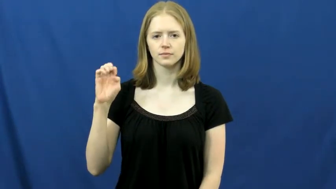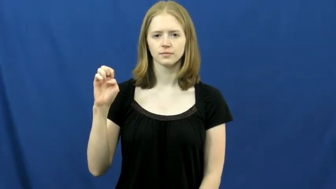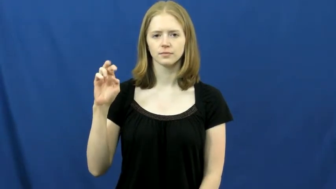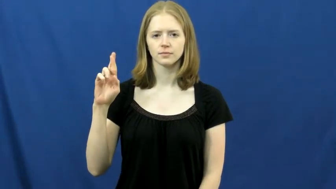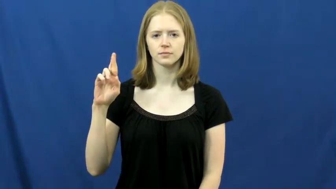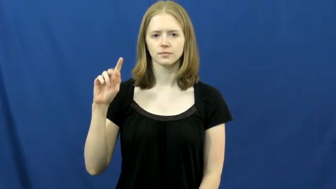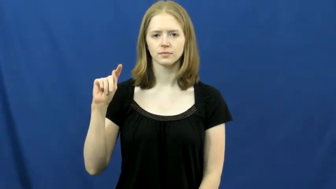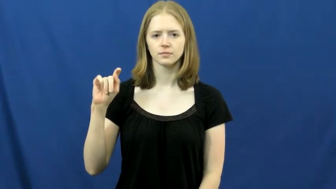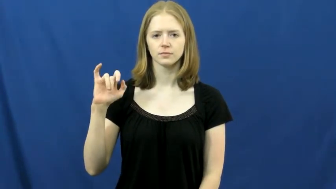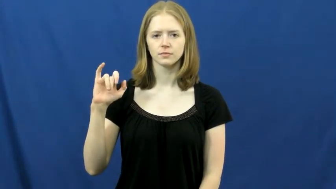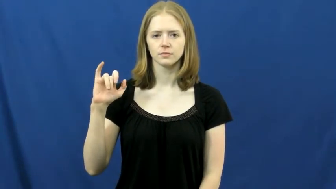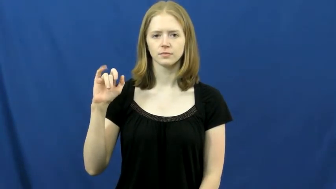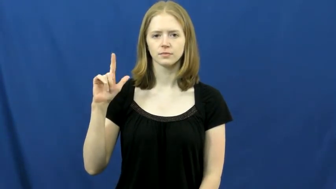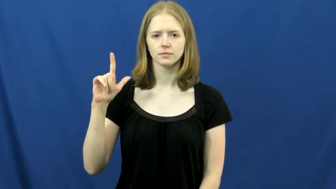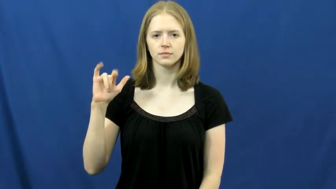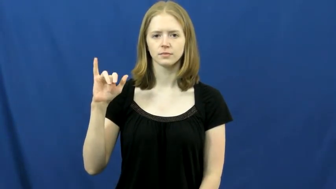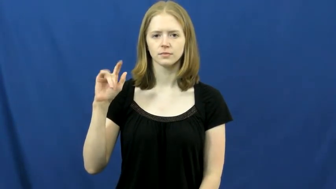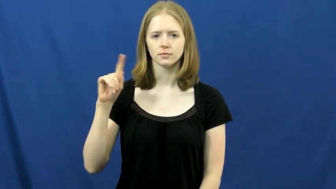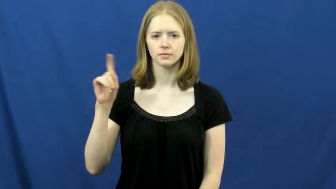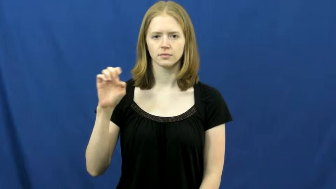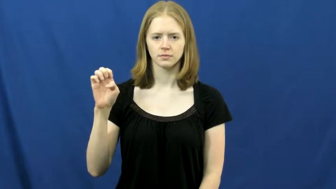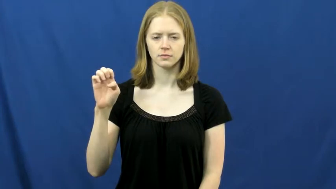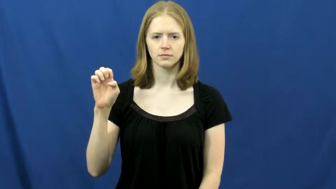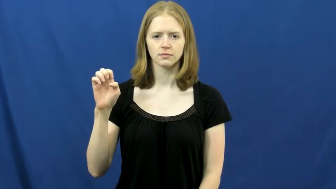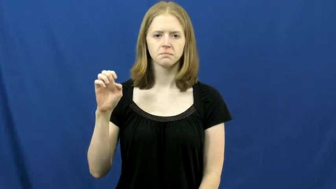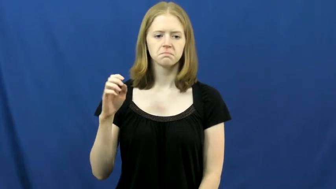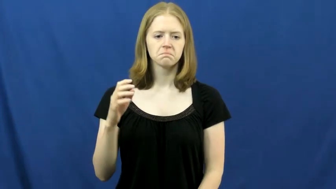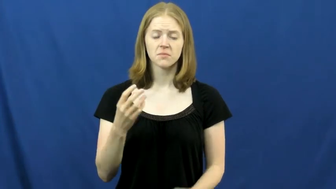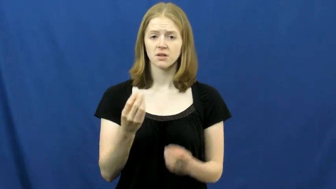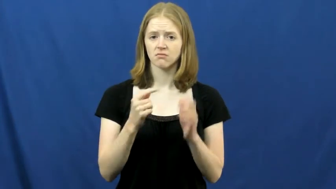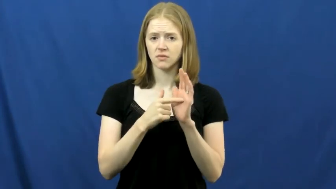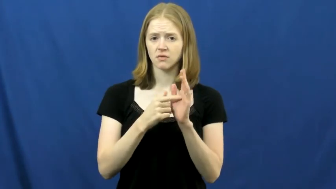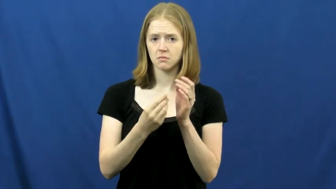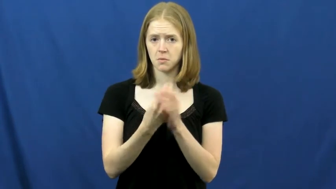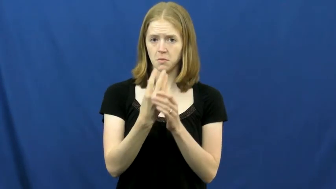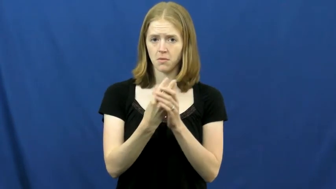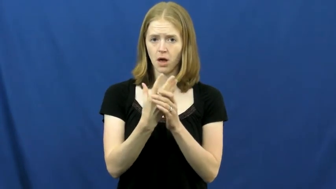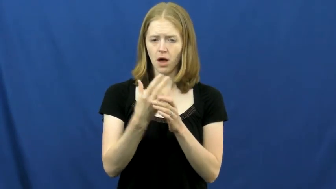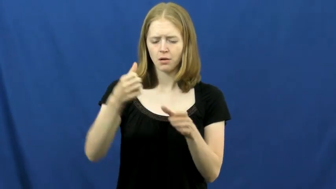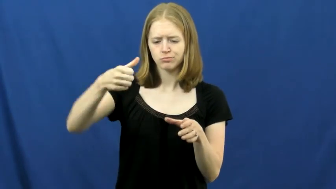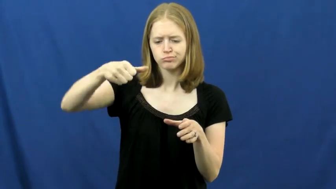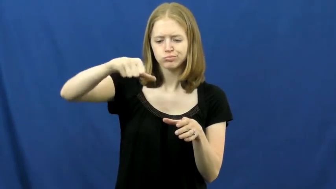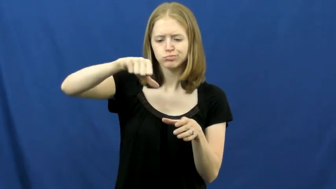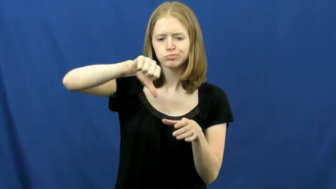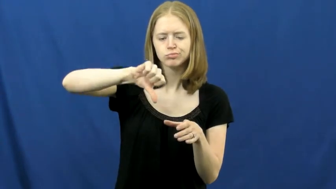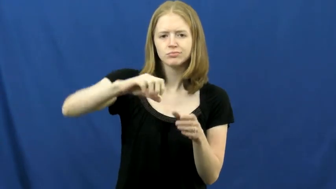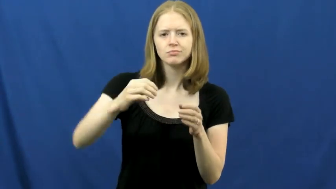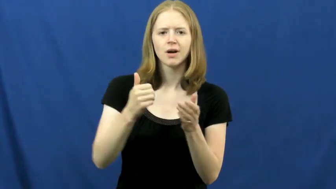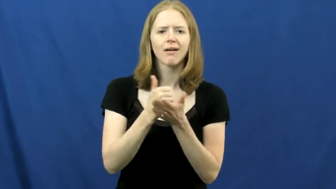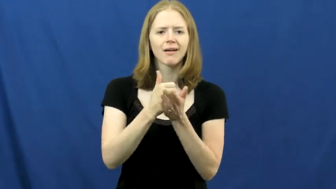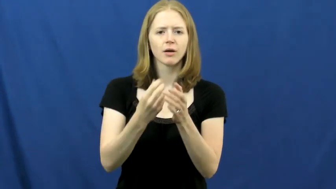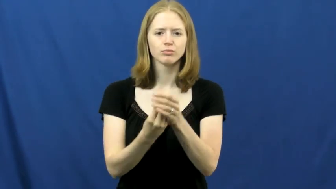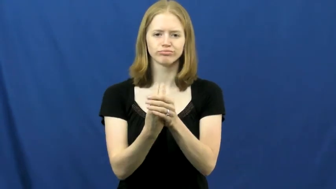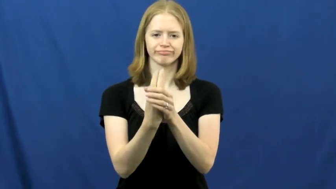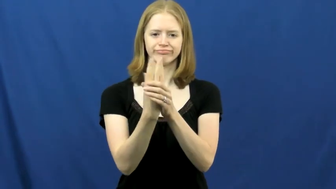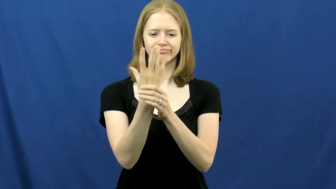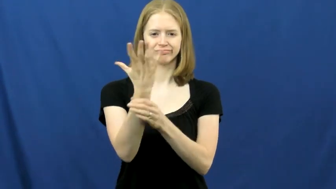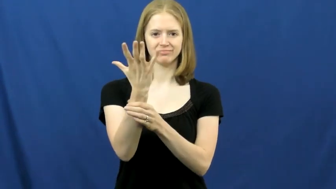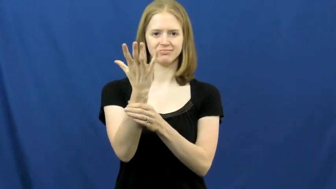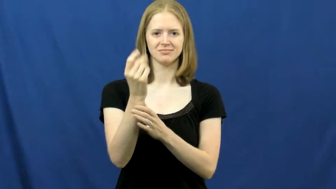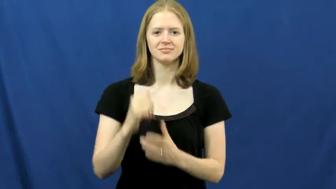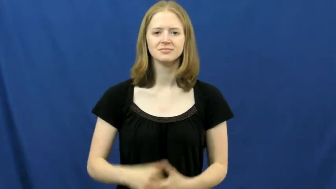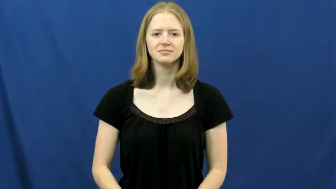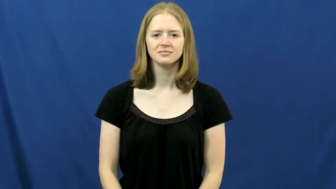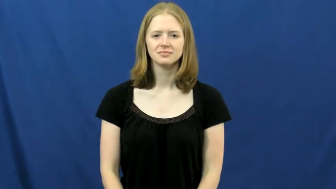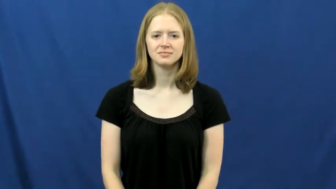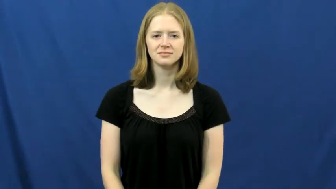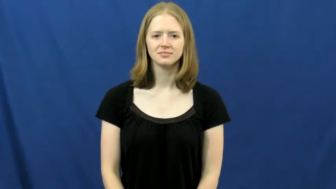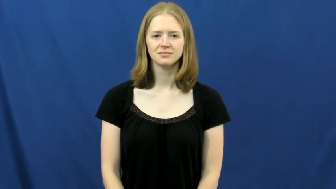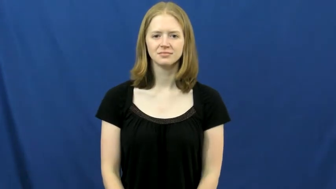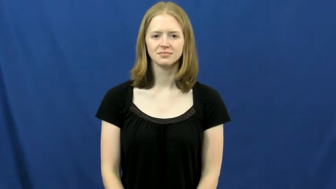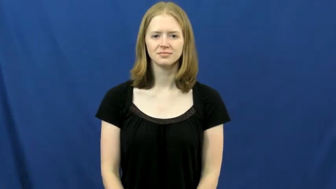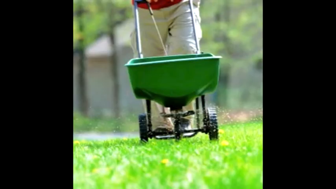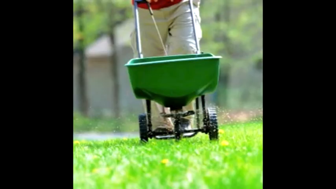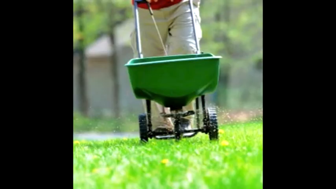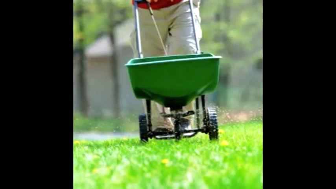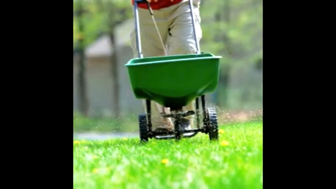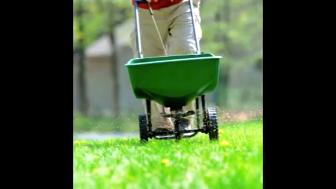fertilize